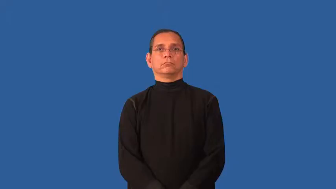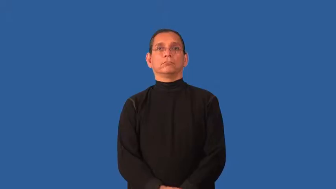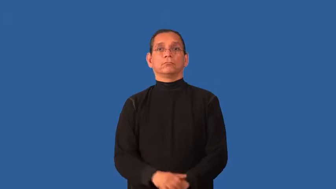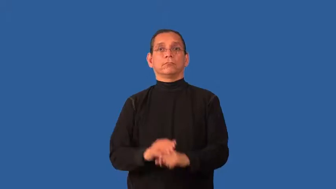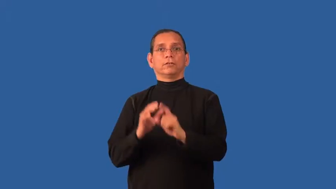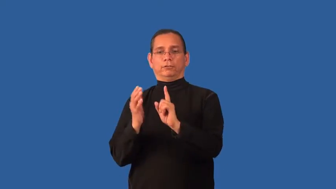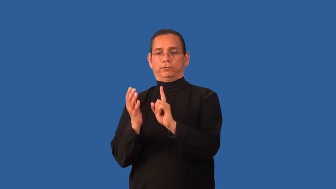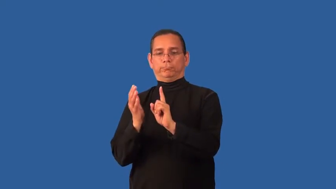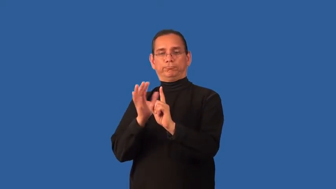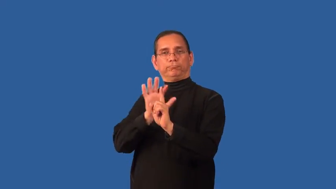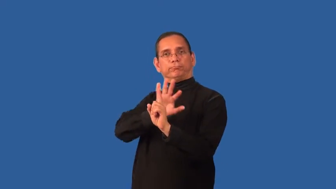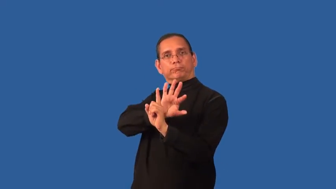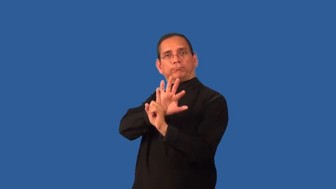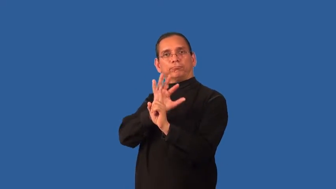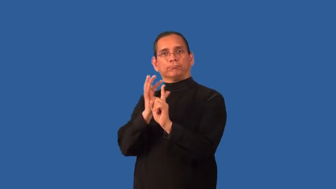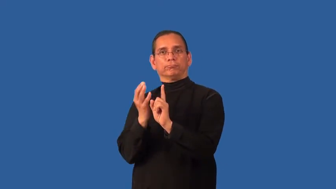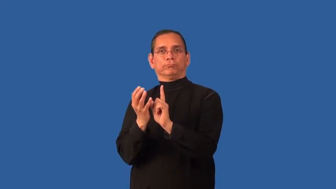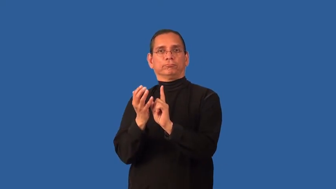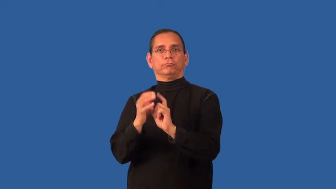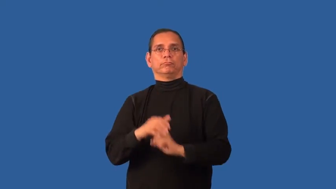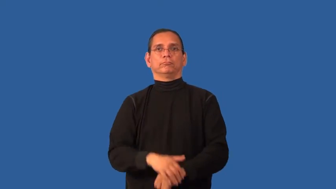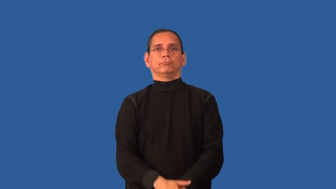envelop,enfold